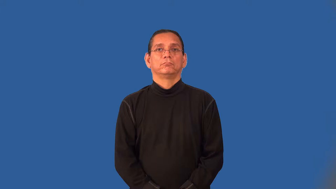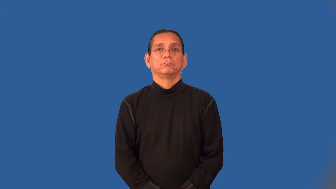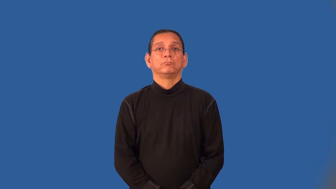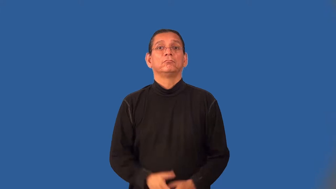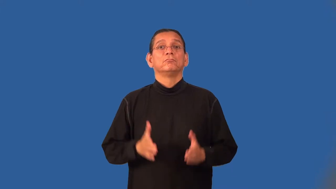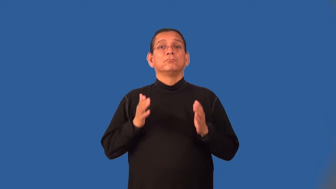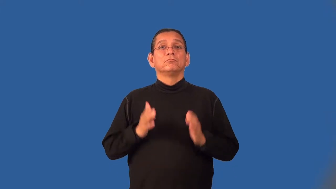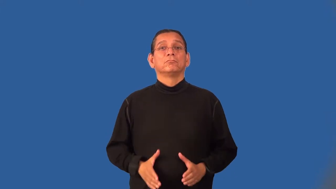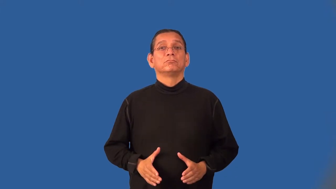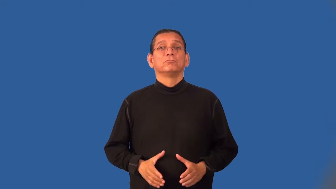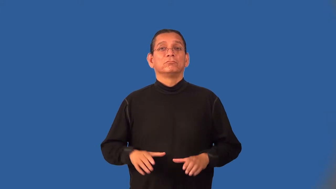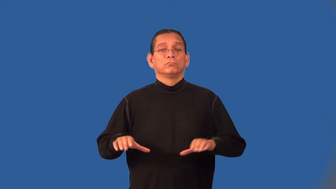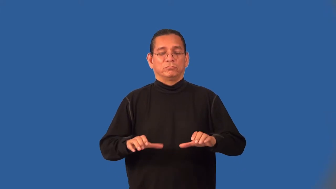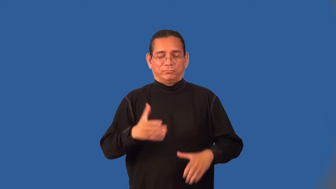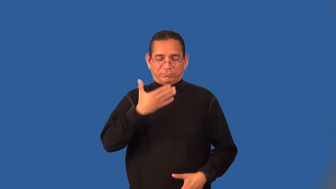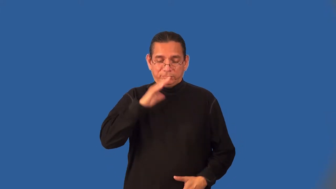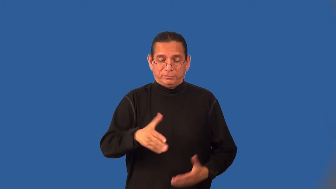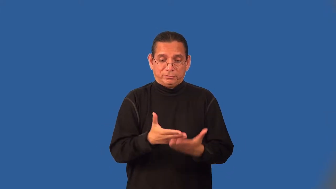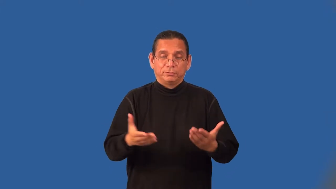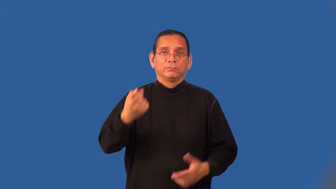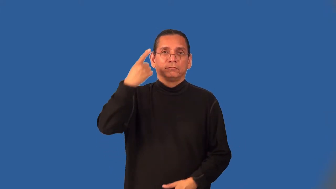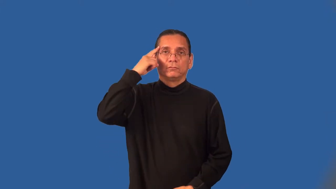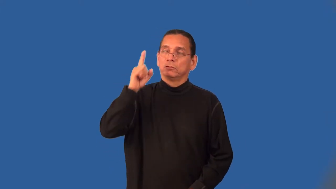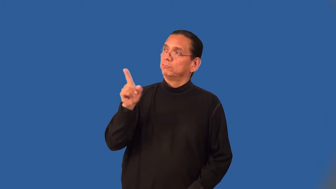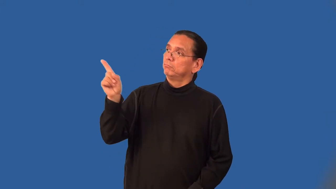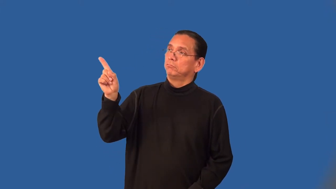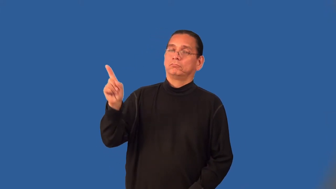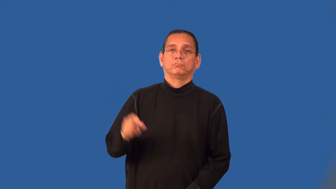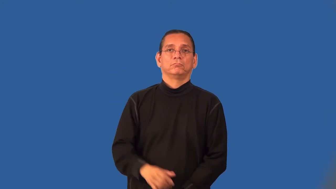henchman